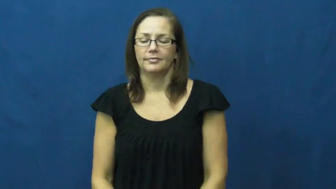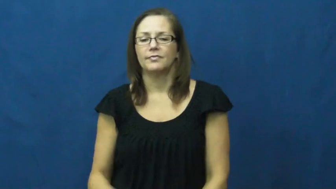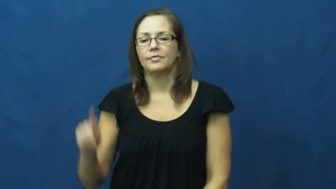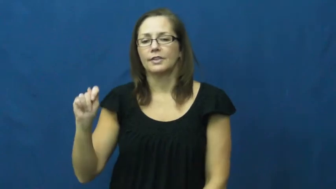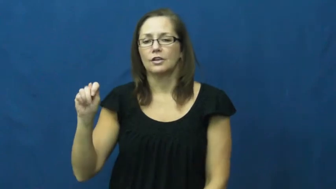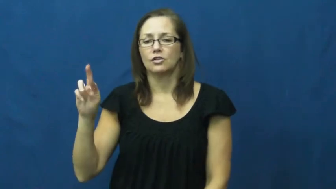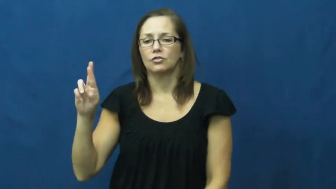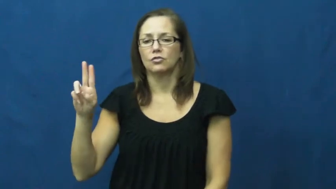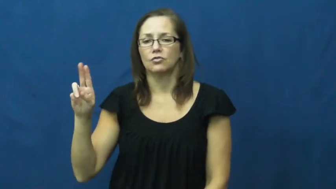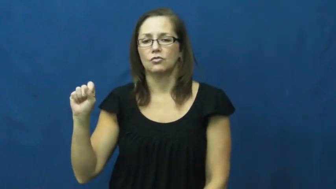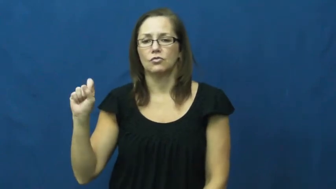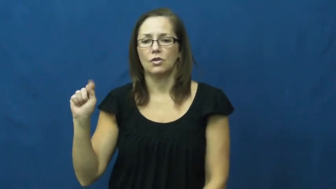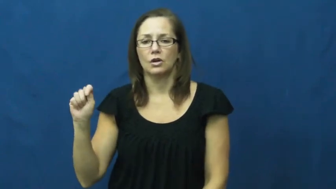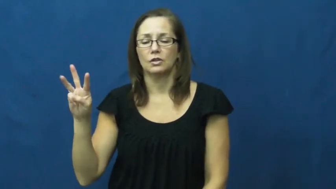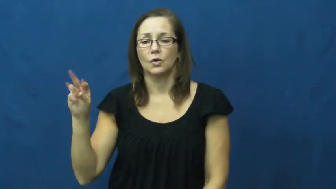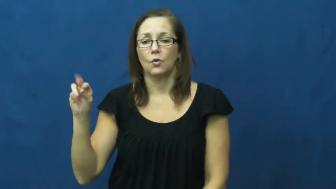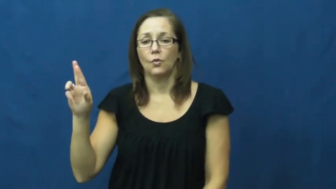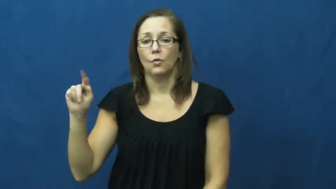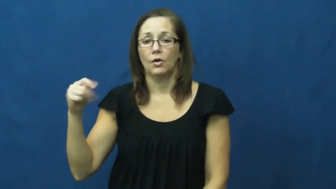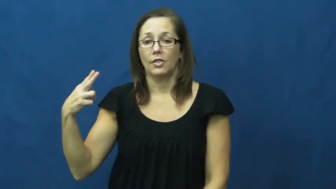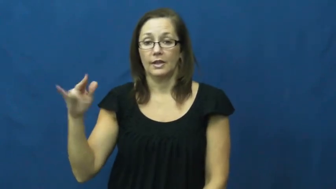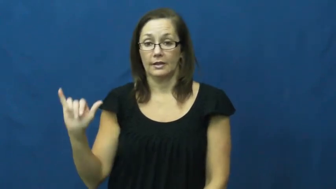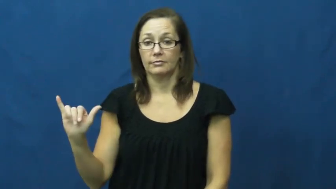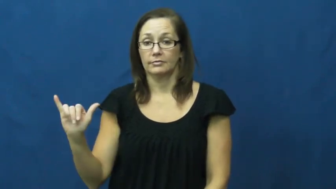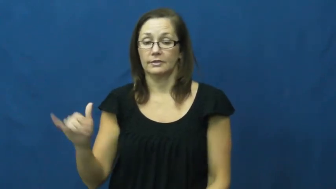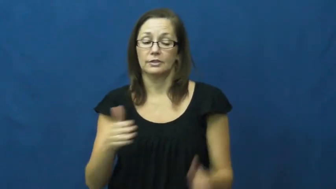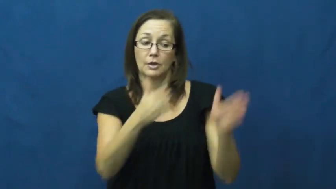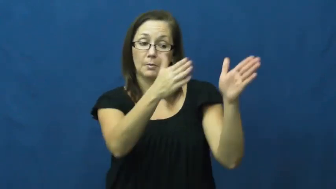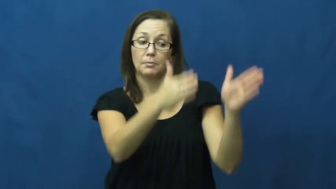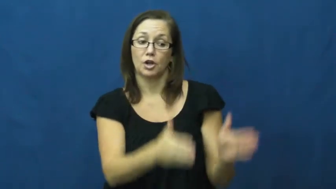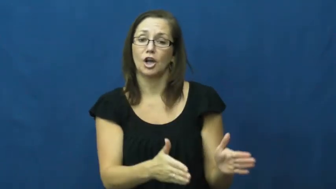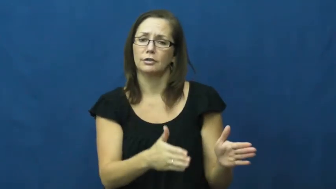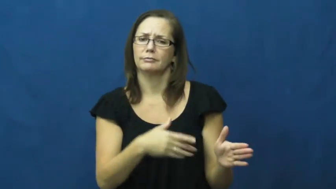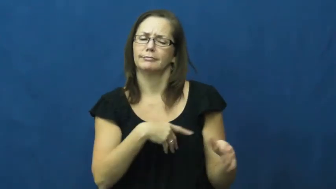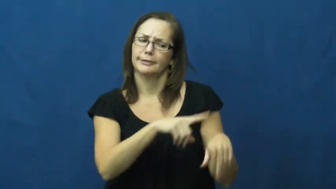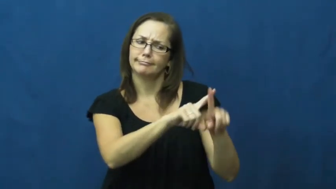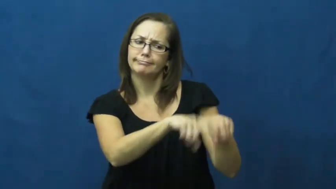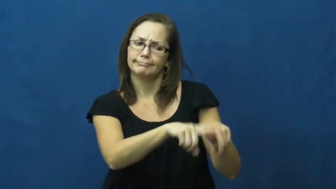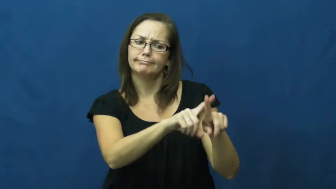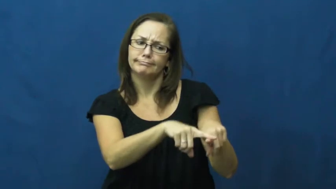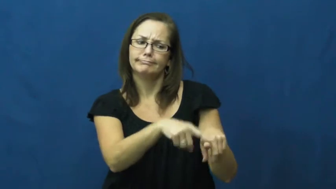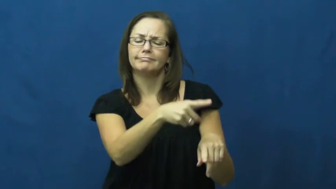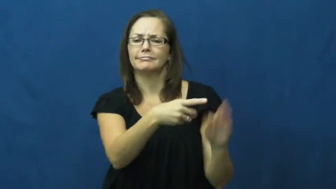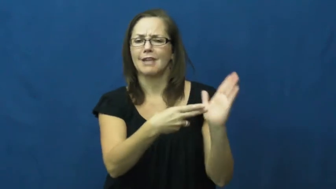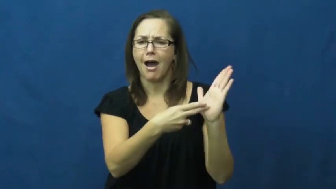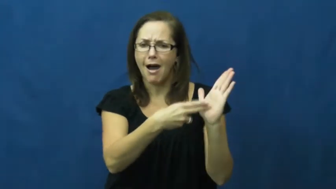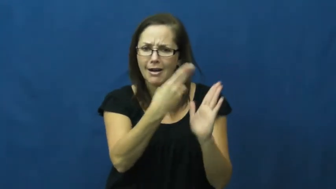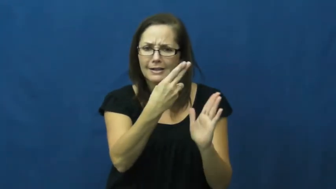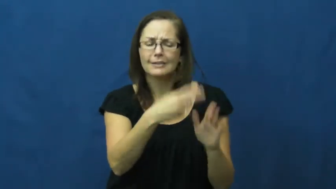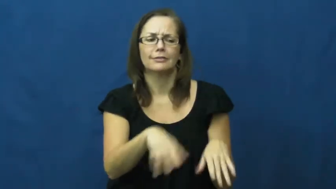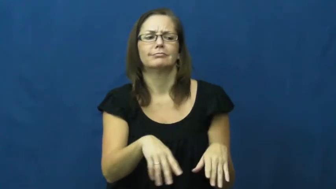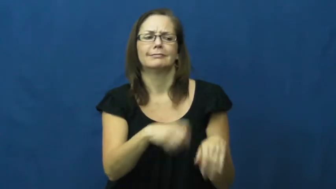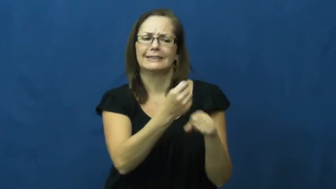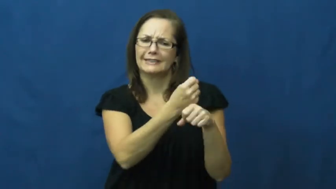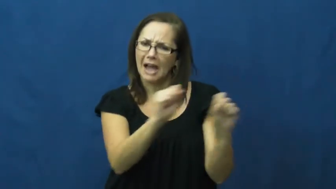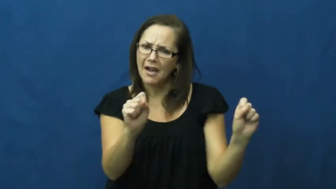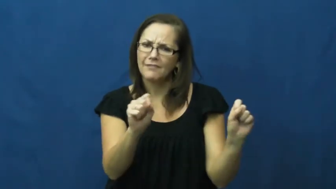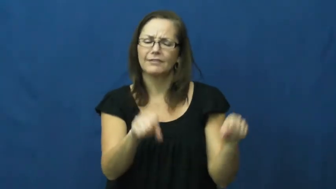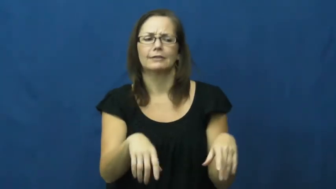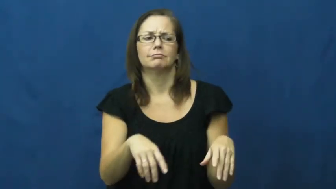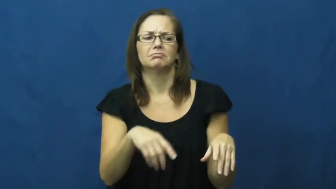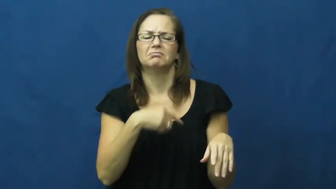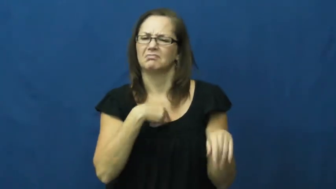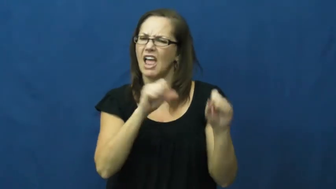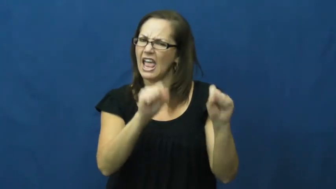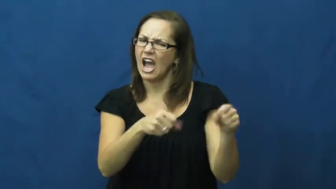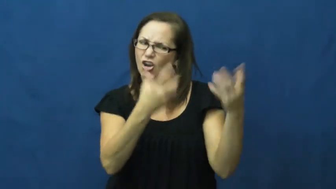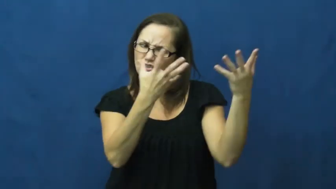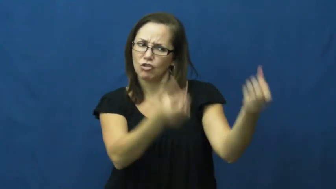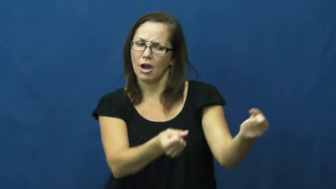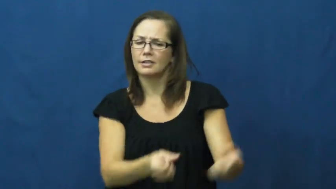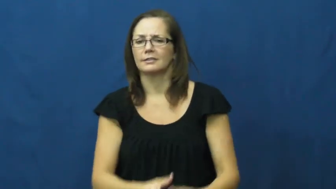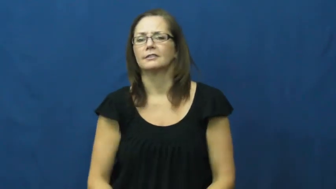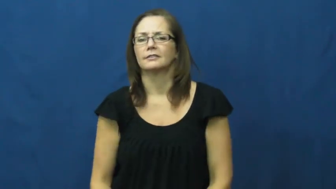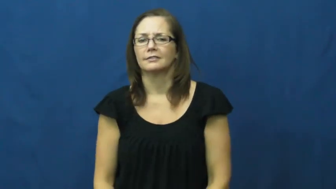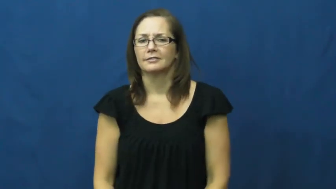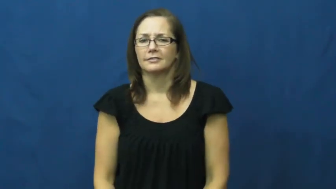trustworthy